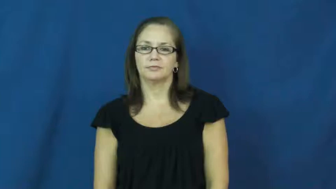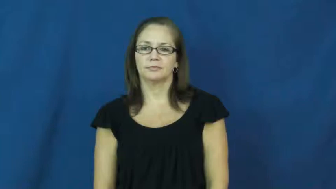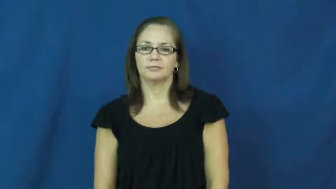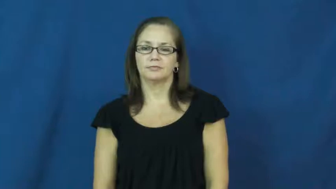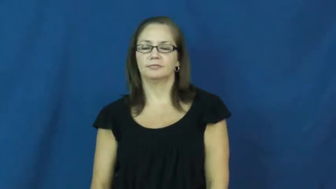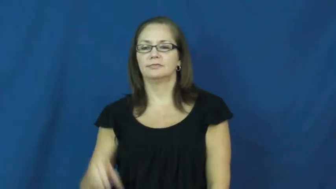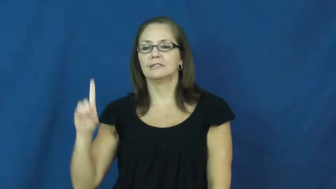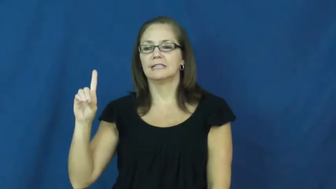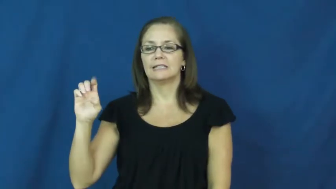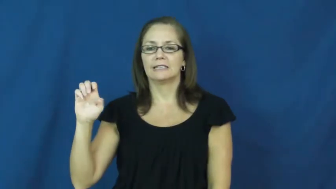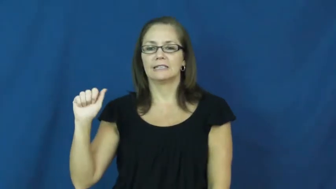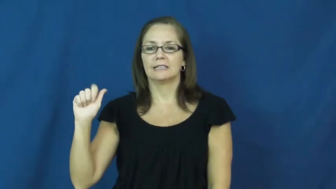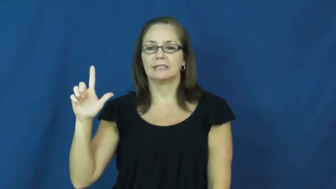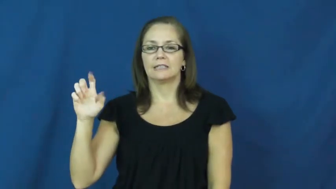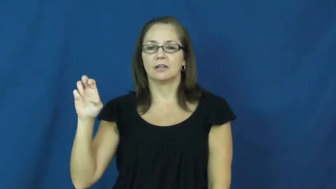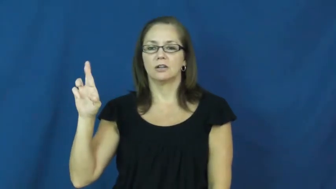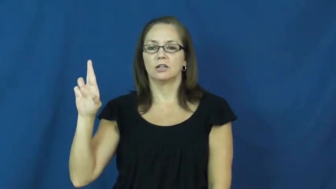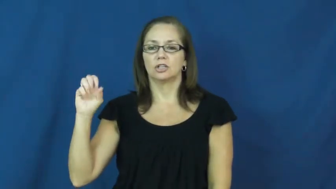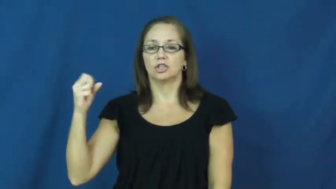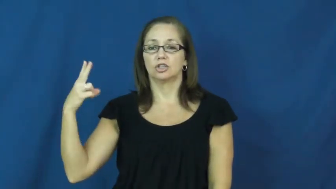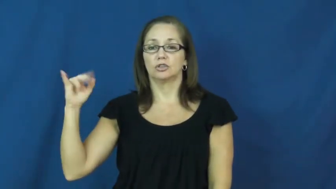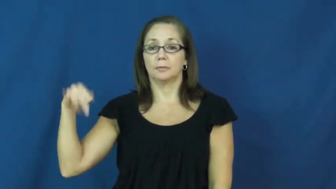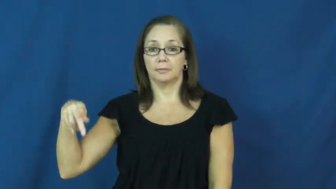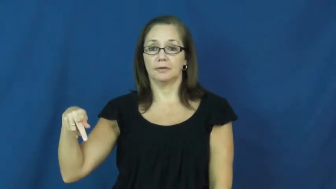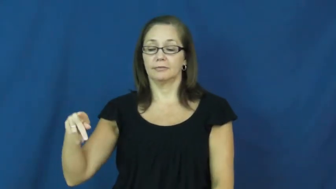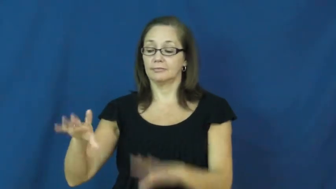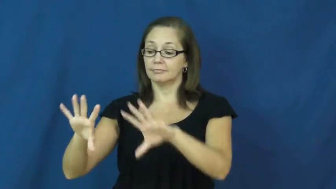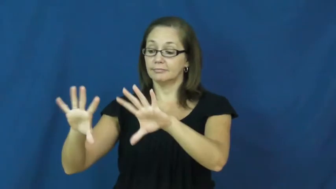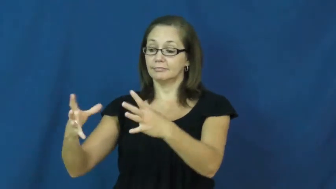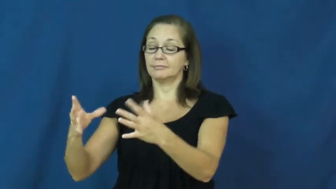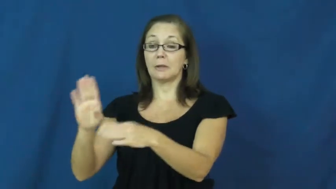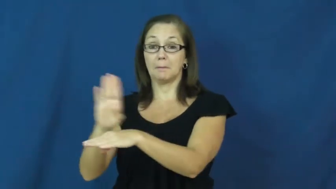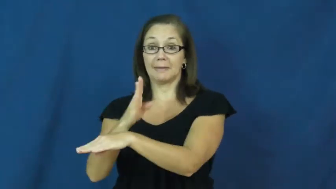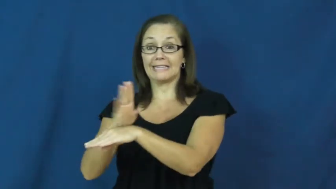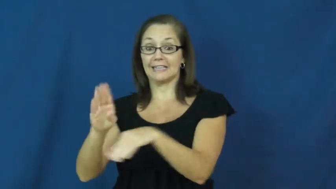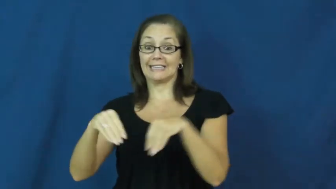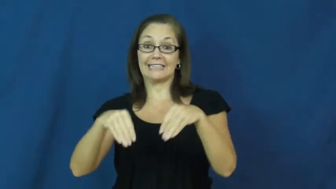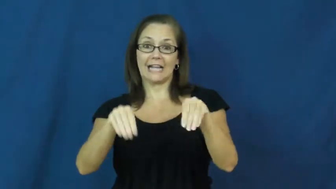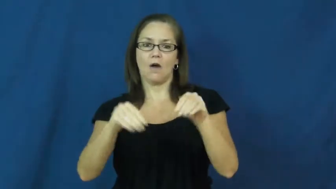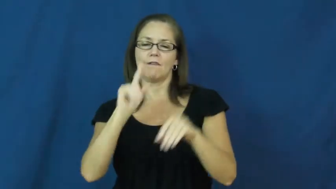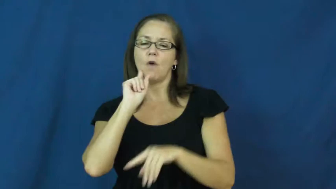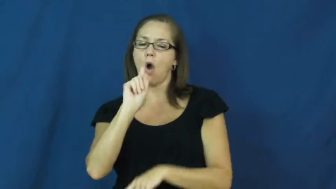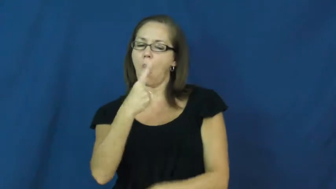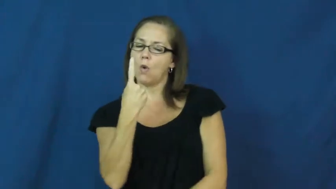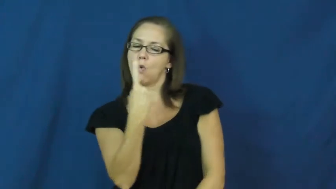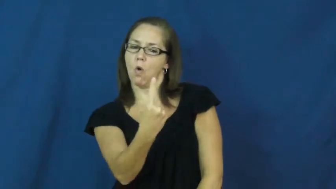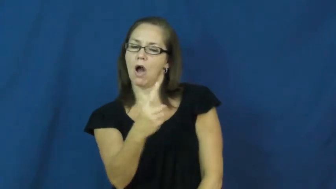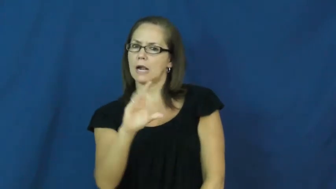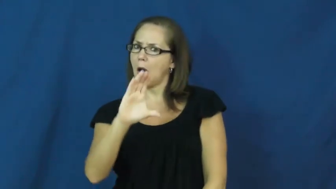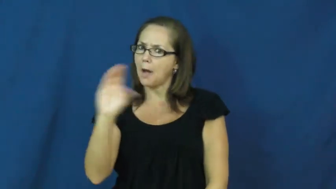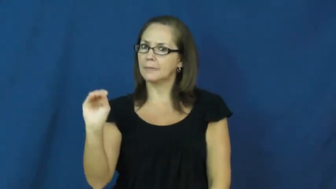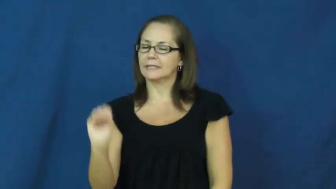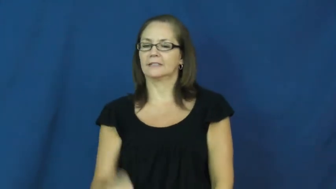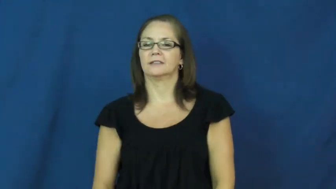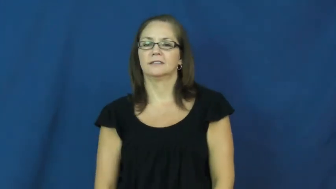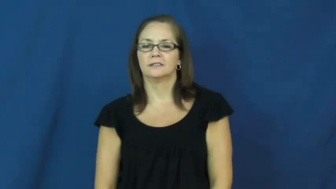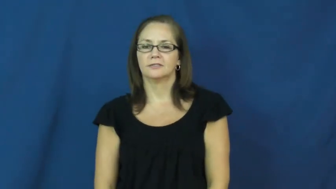dealership